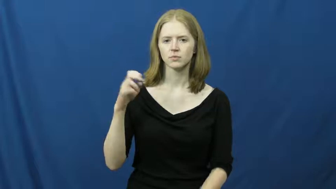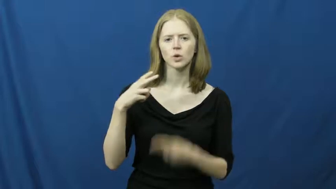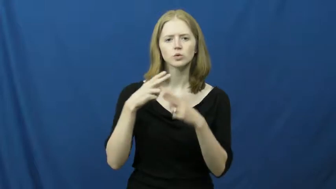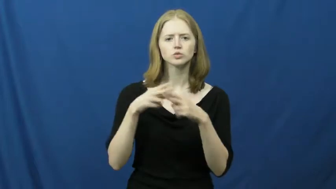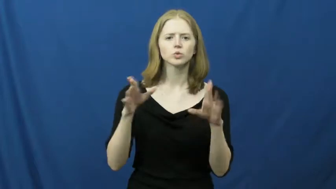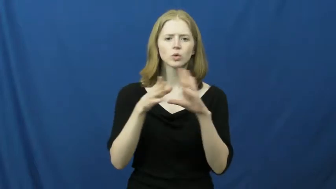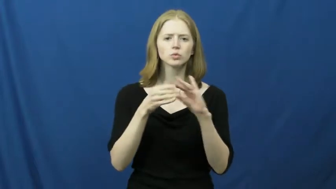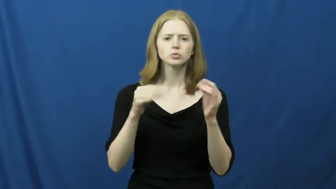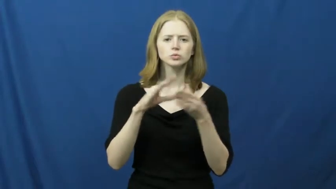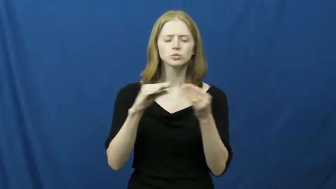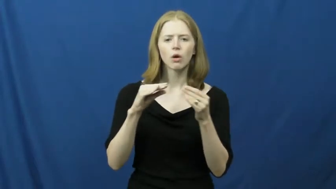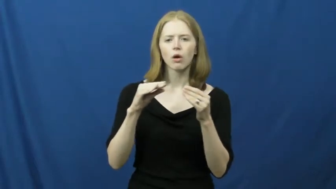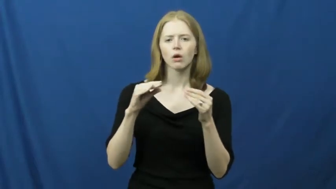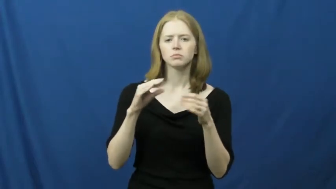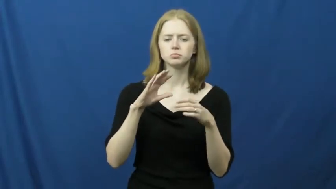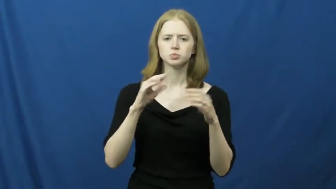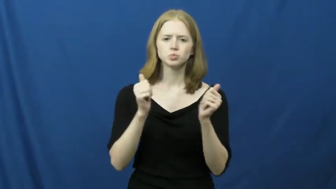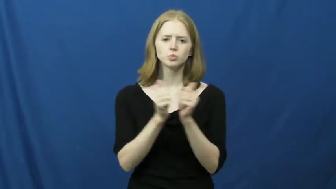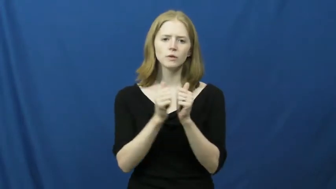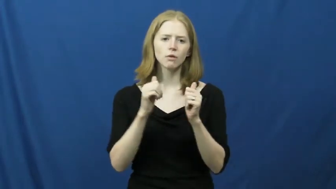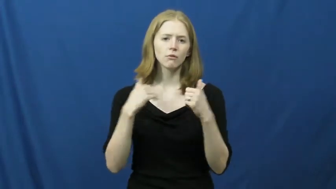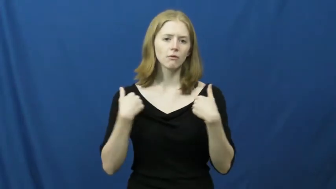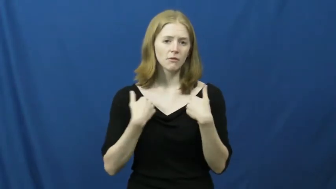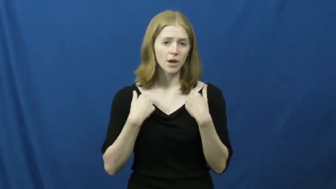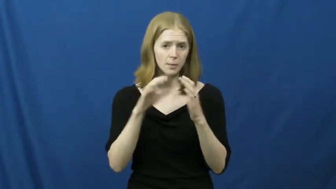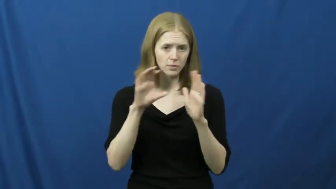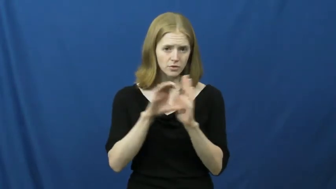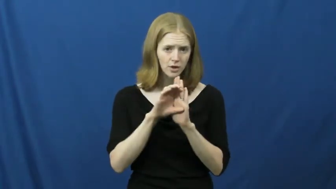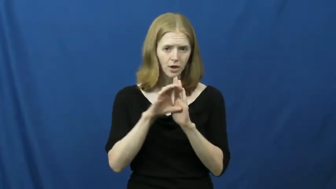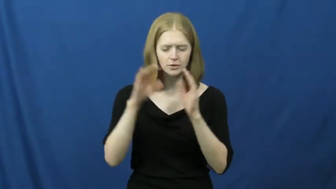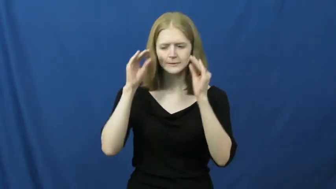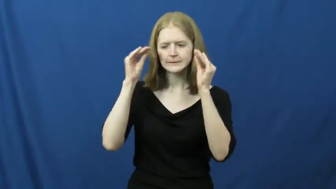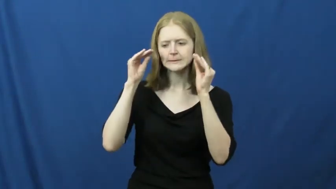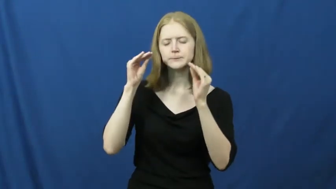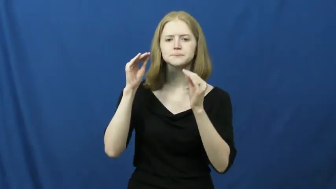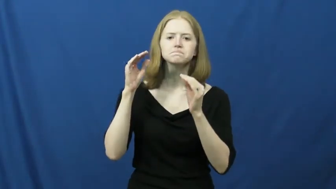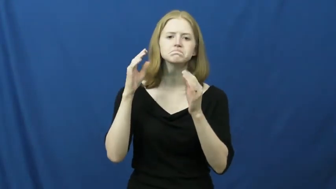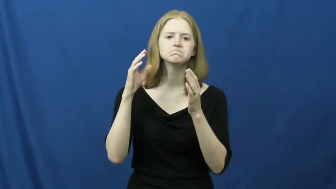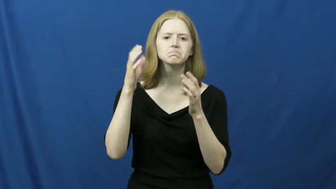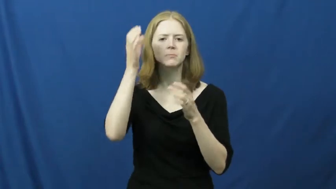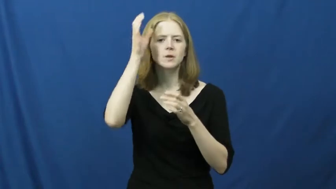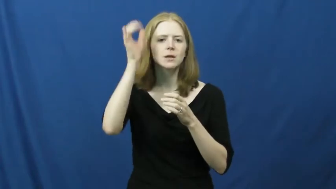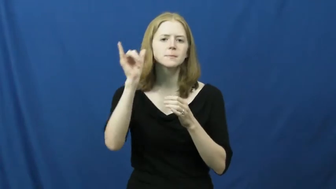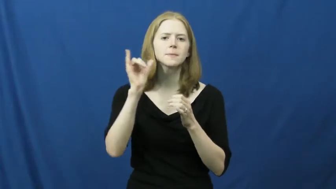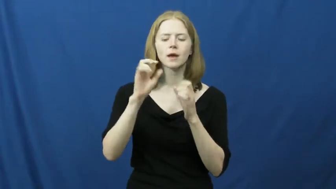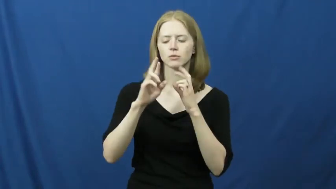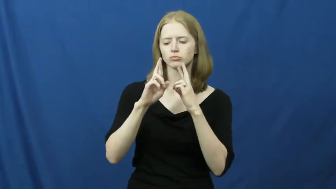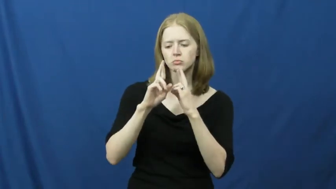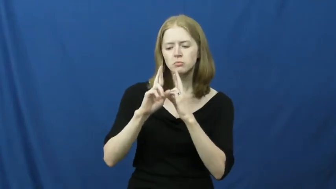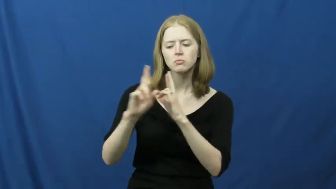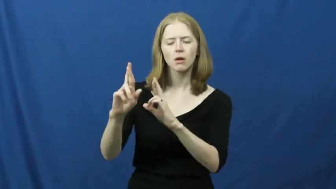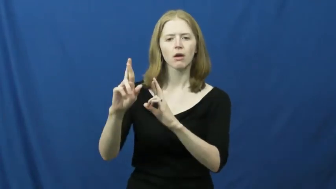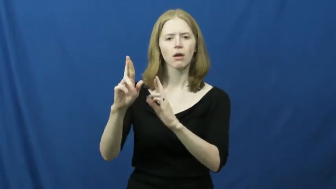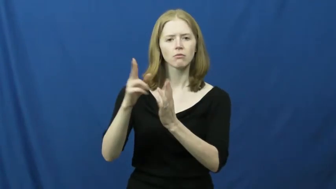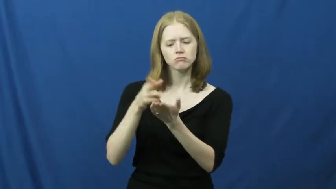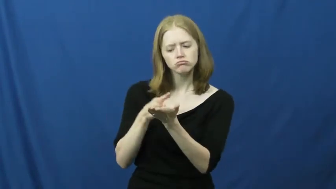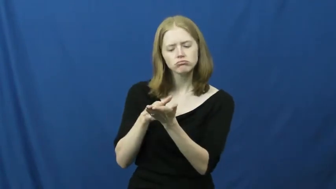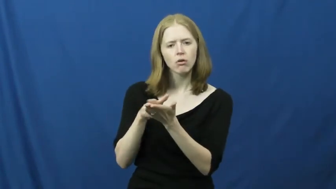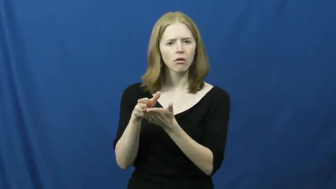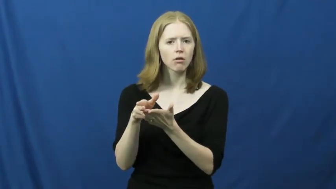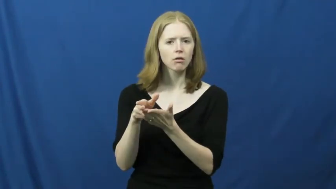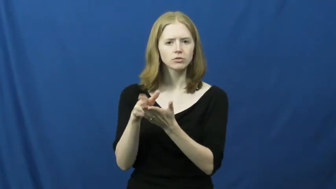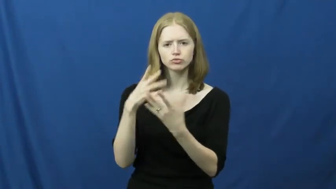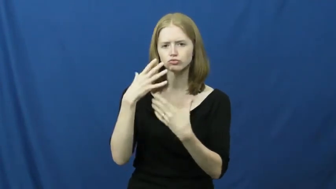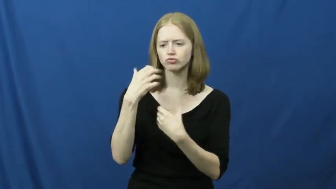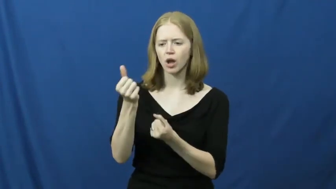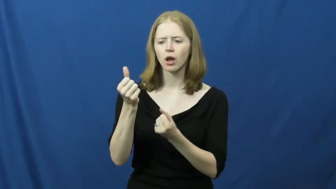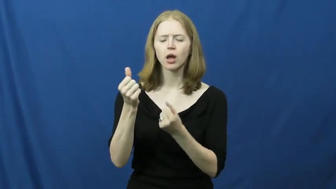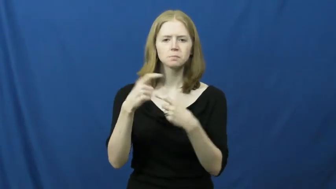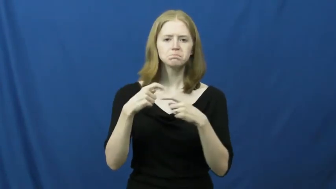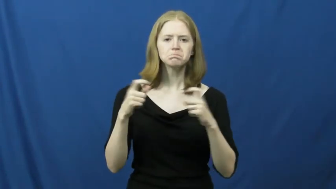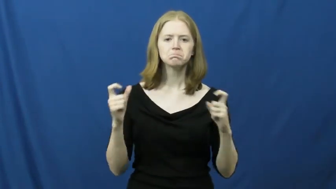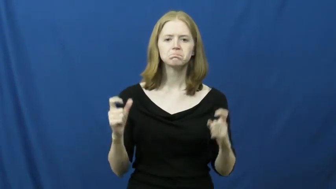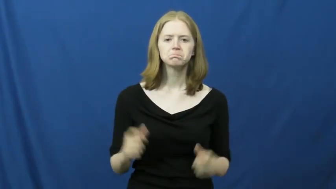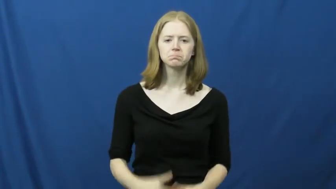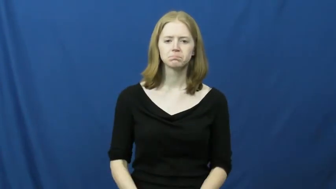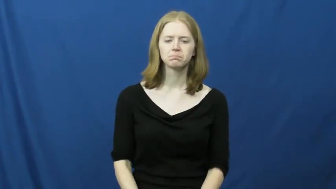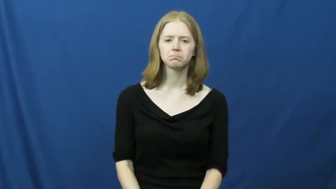fable,bestiary